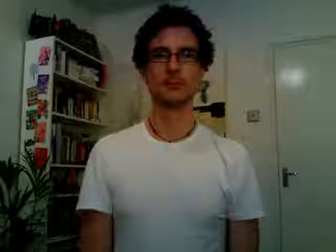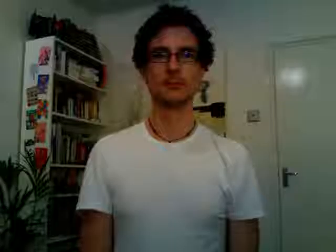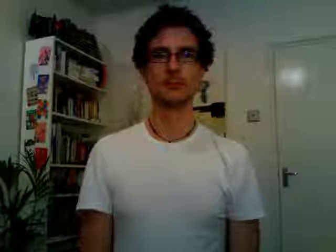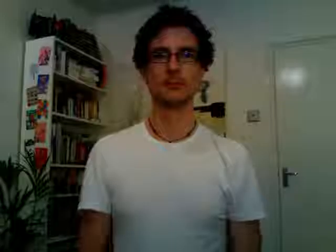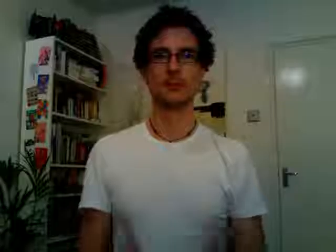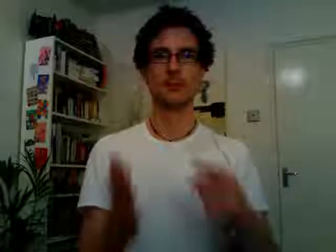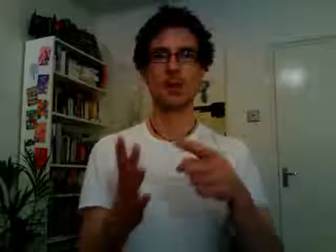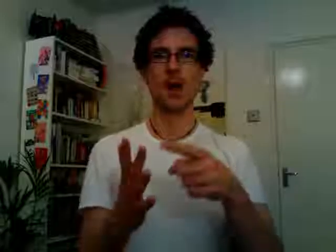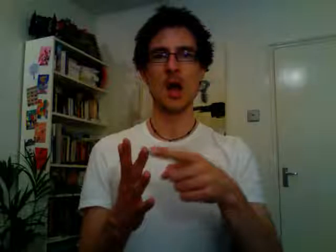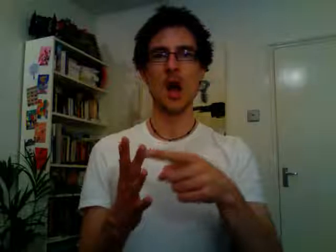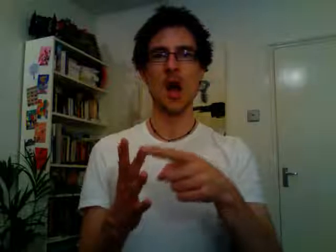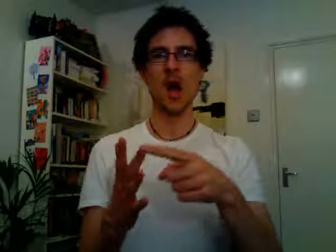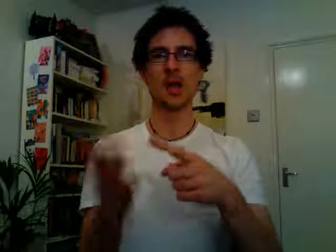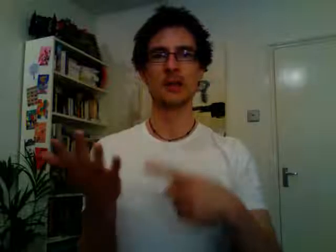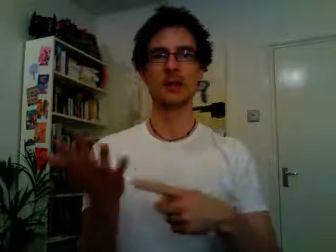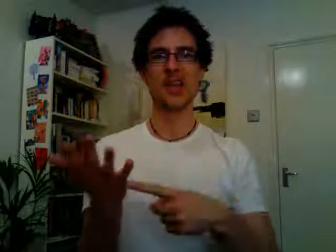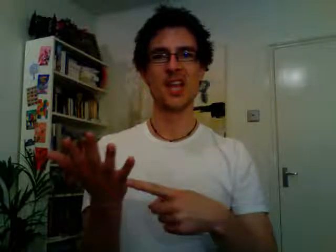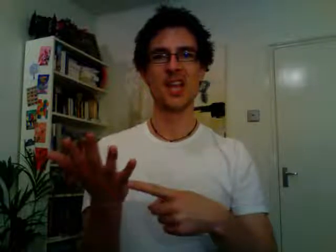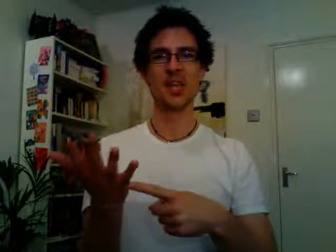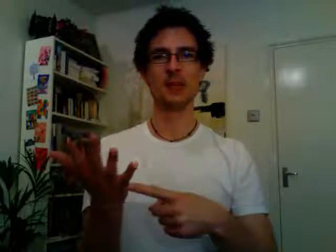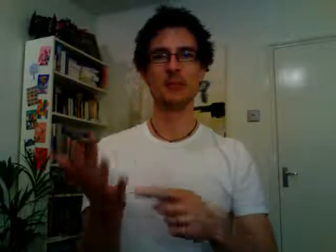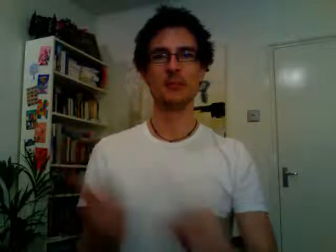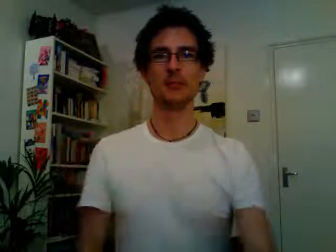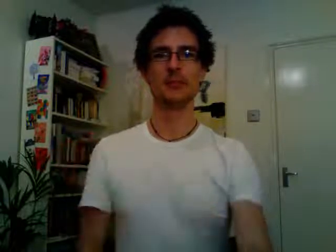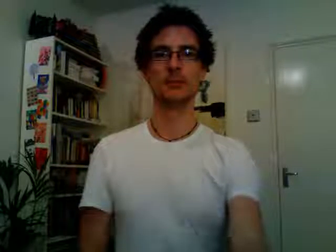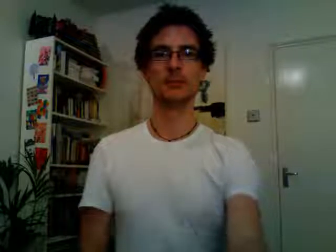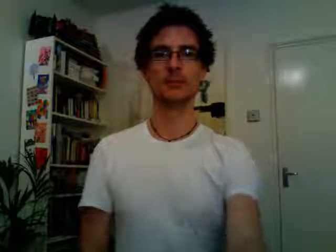IT